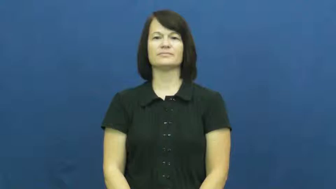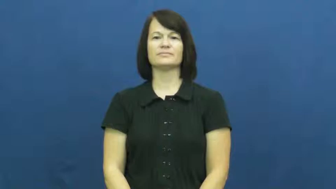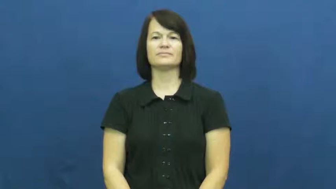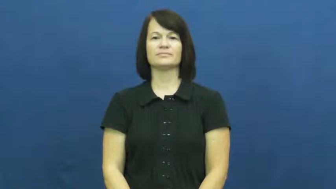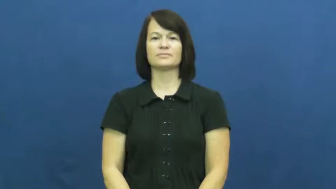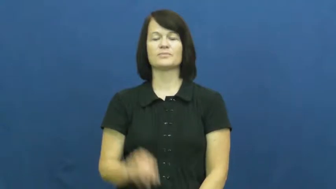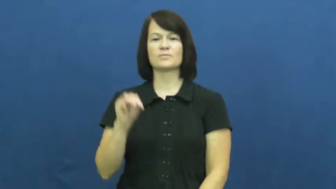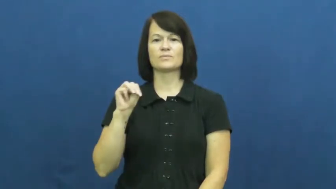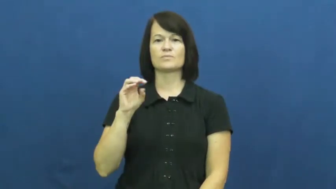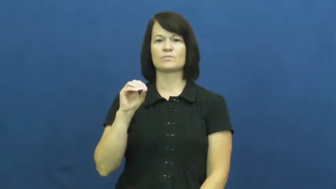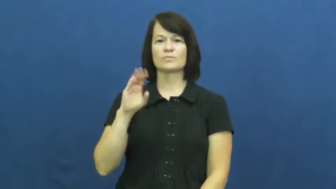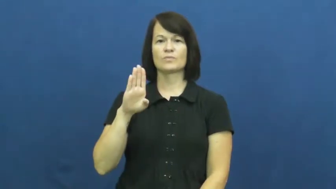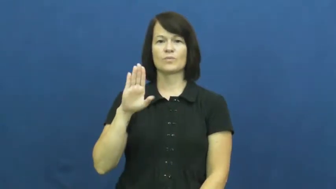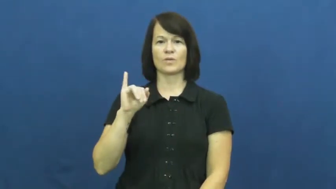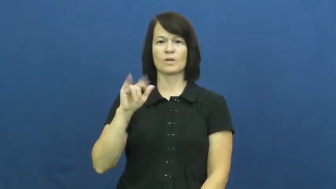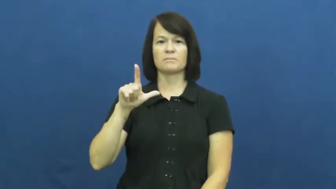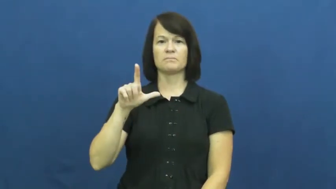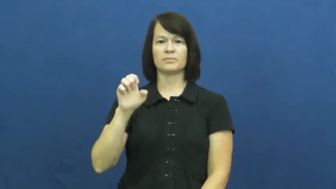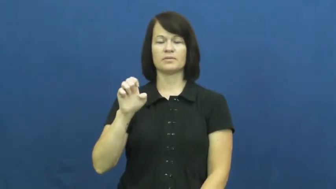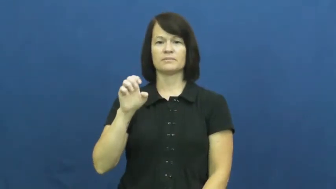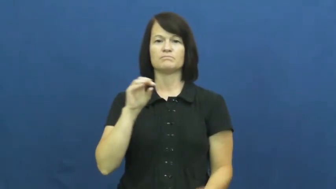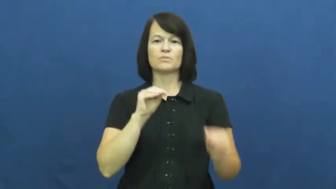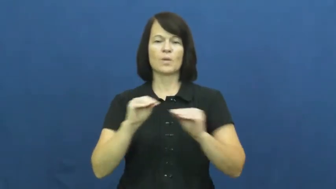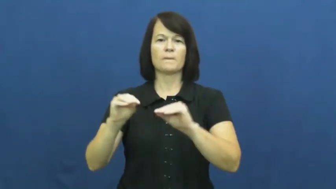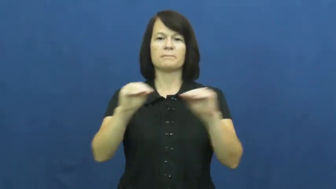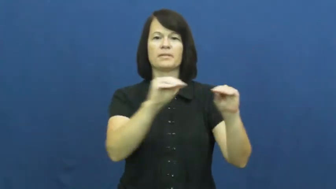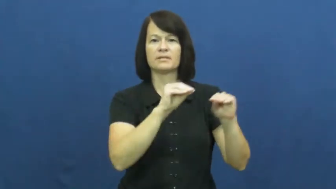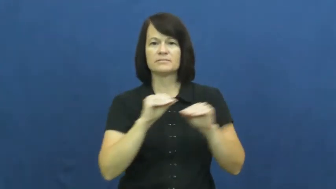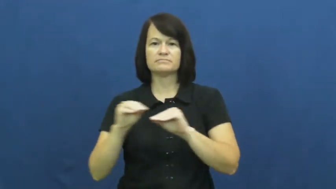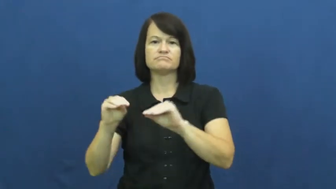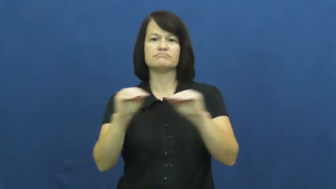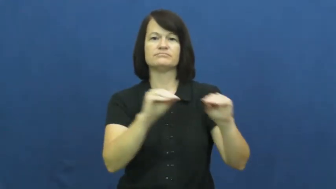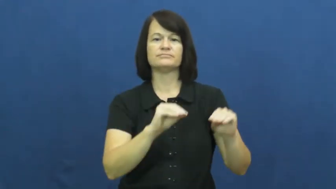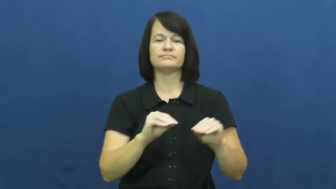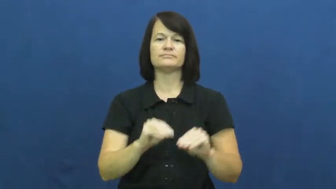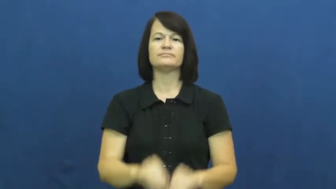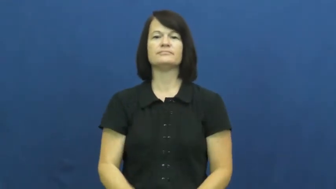mobile-move